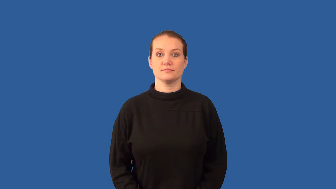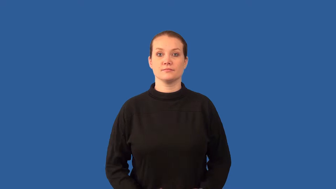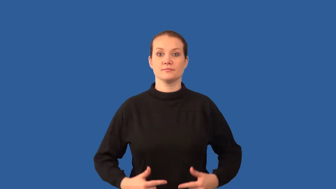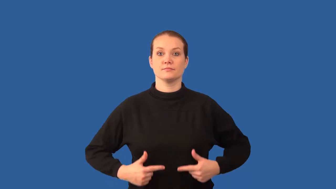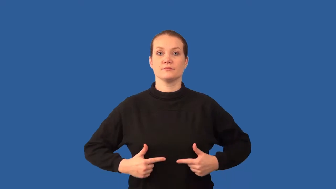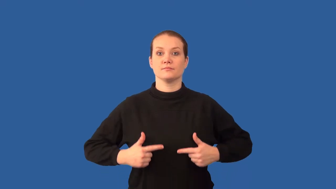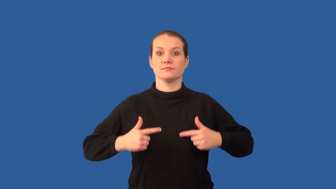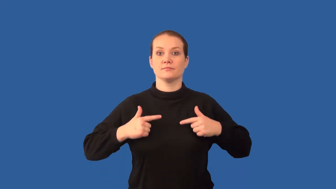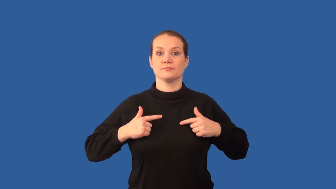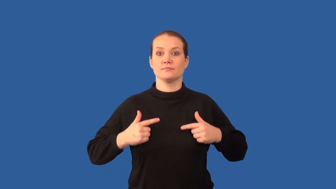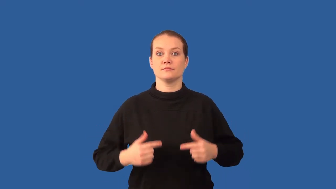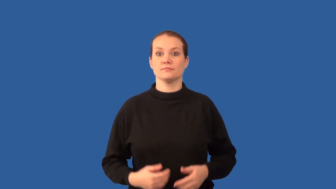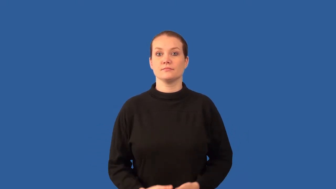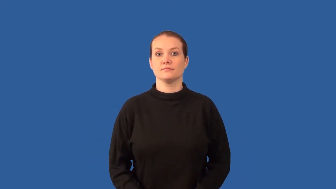biotic